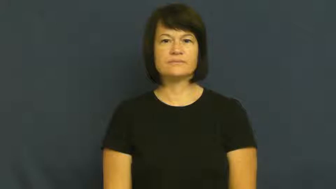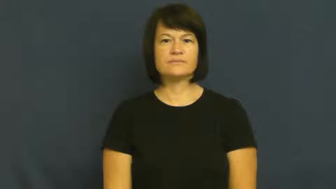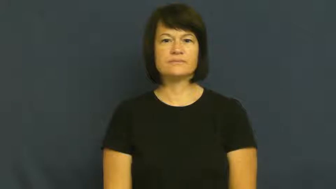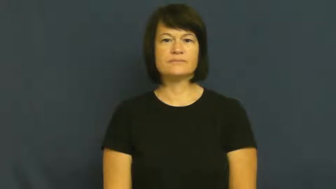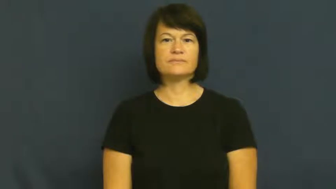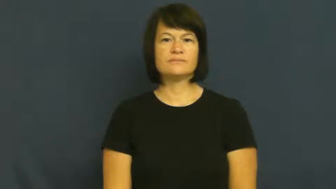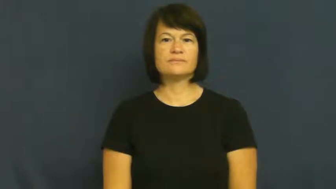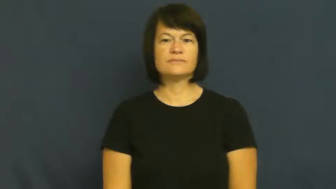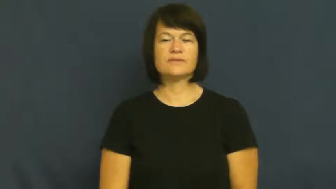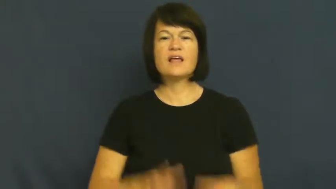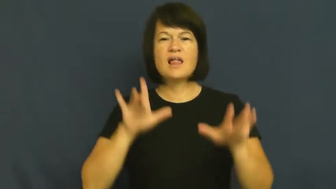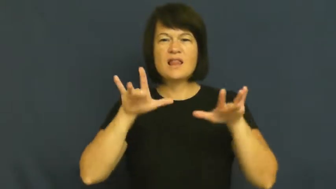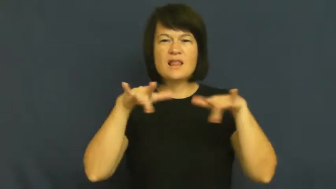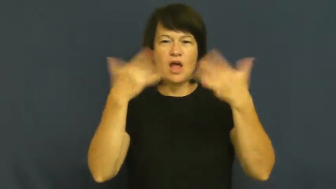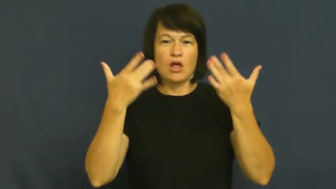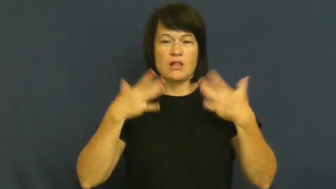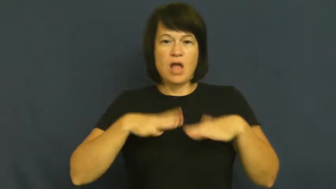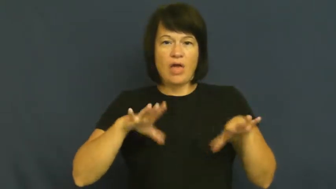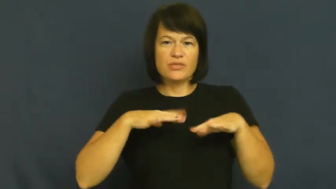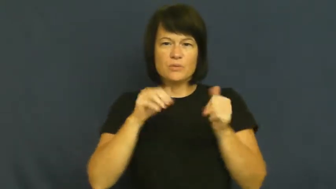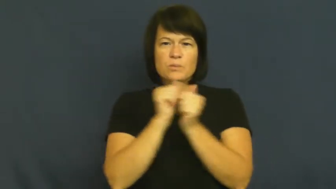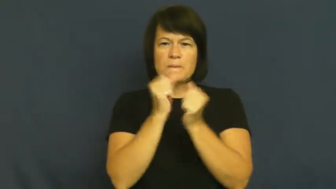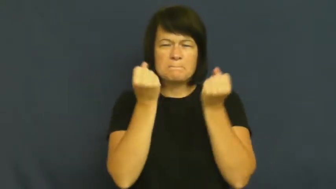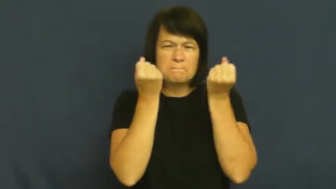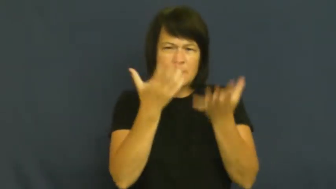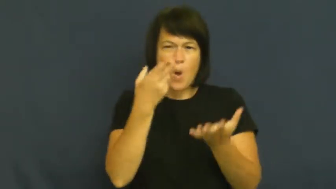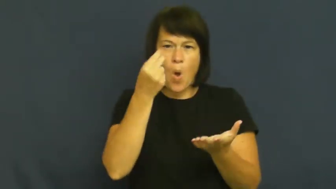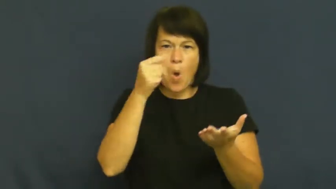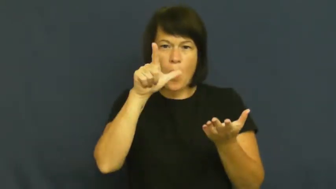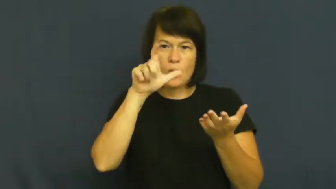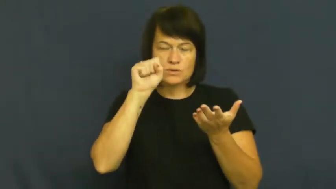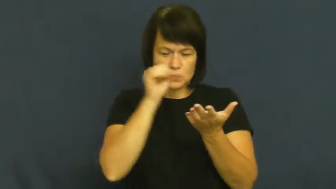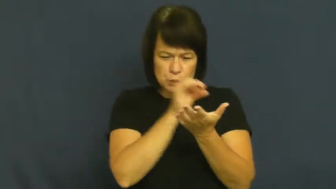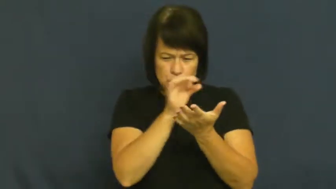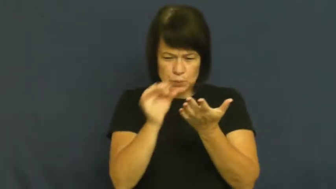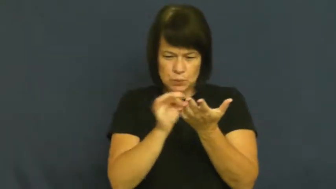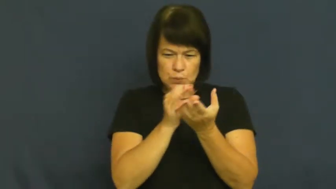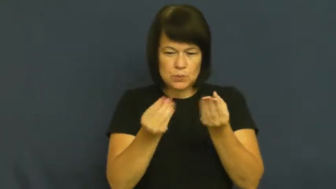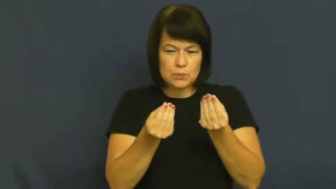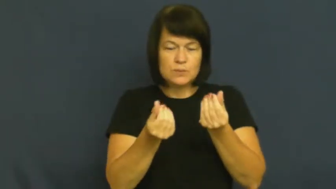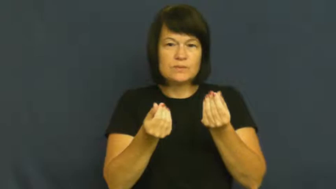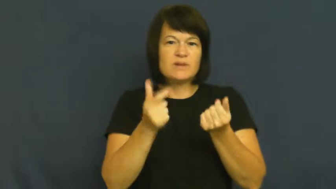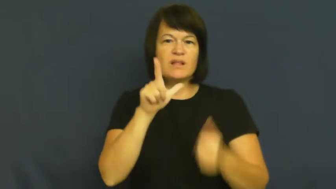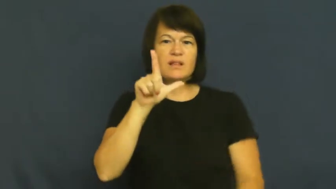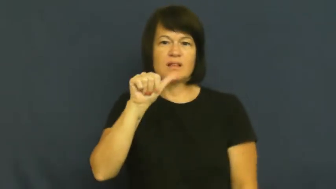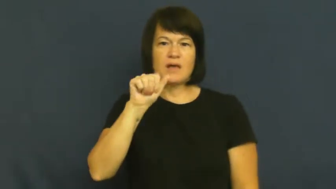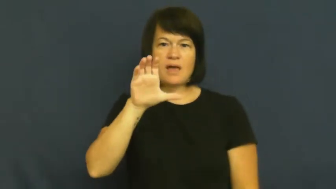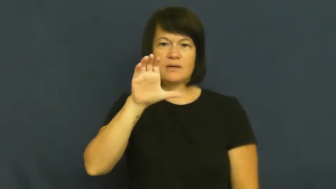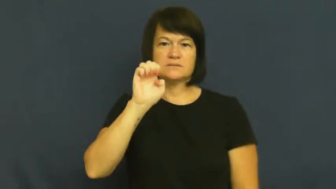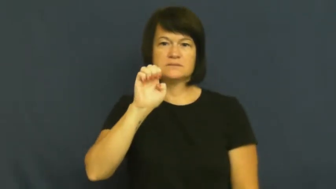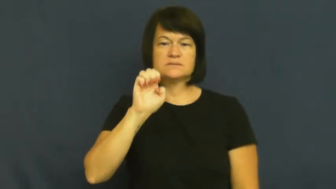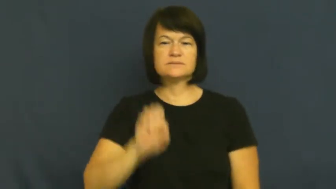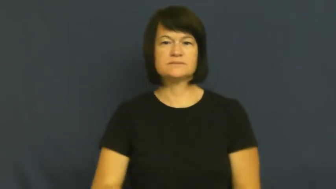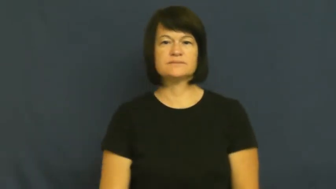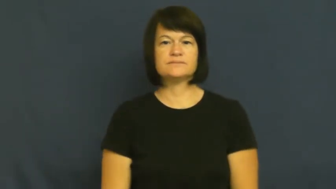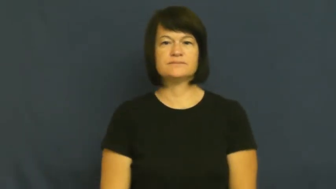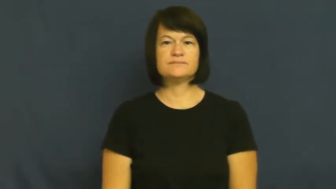lace-material